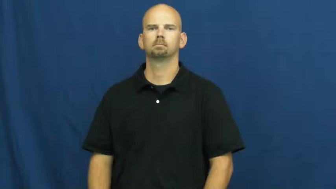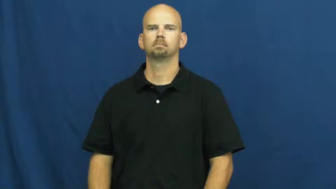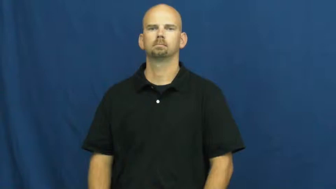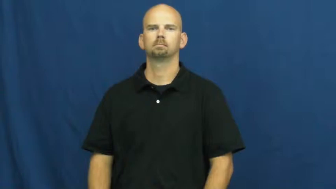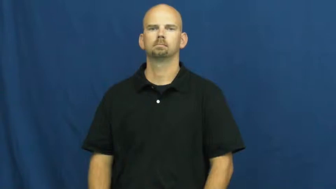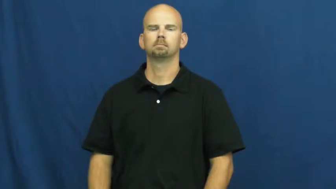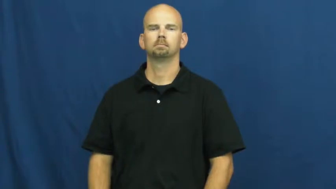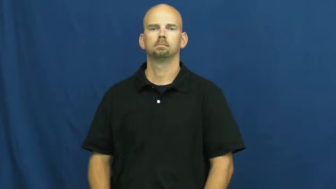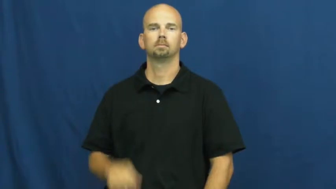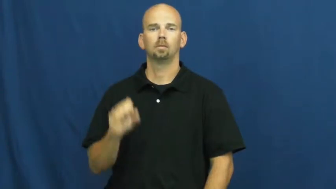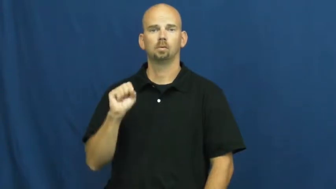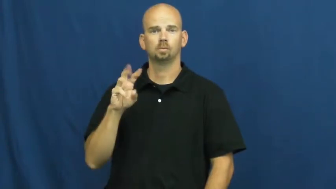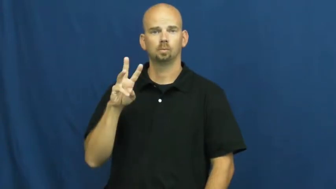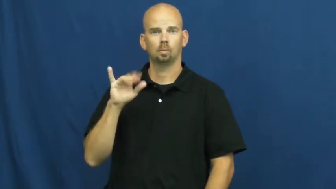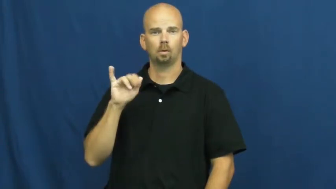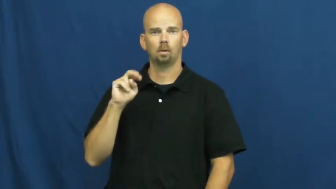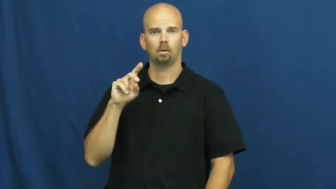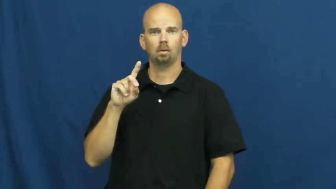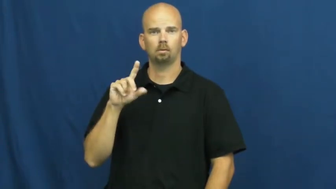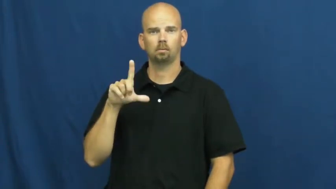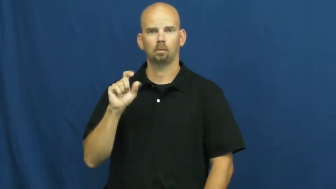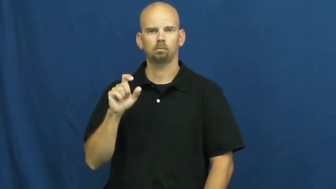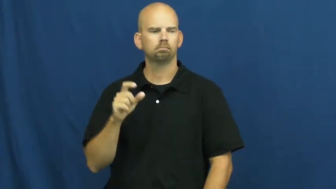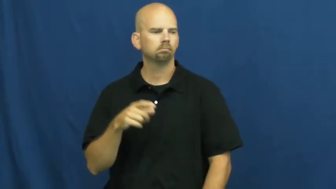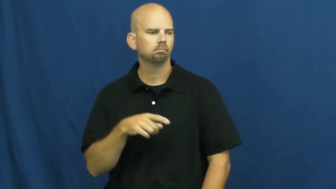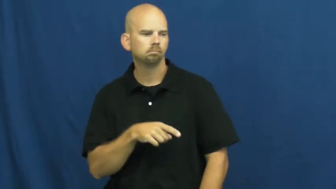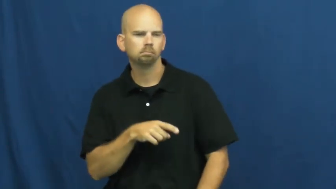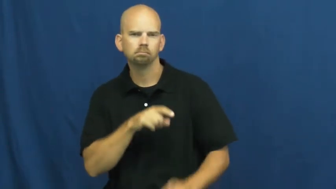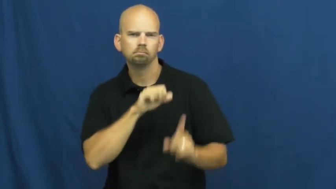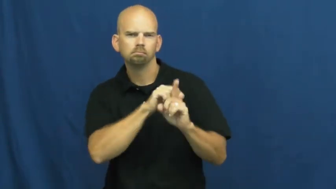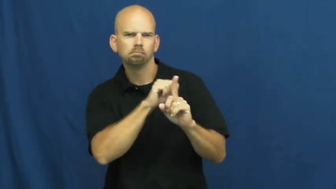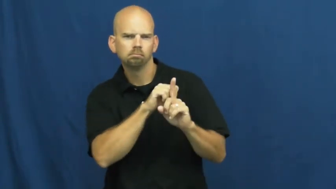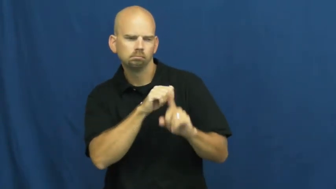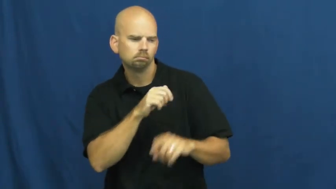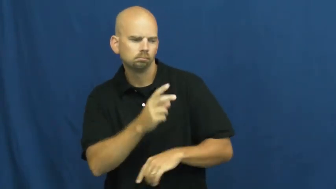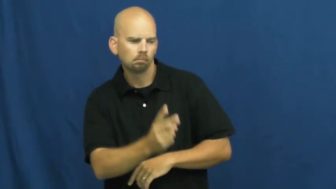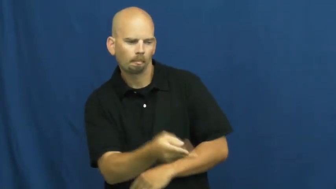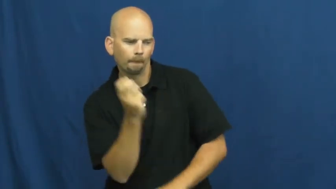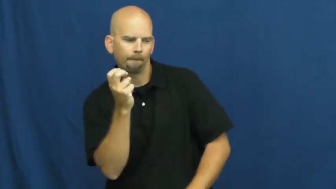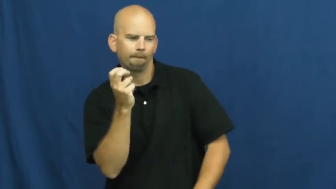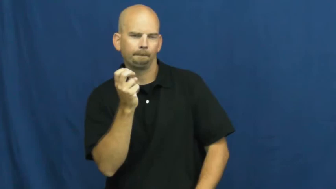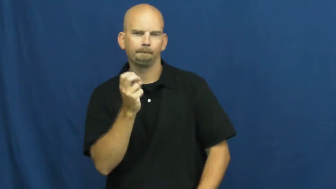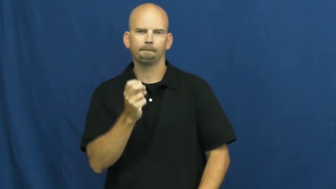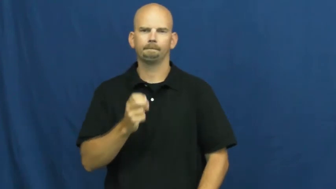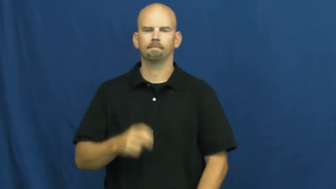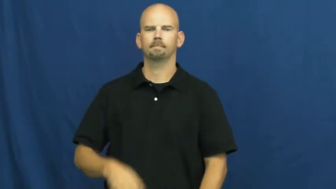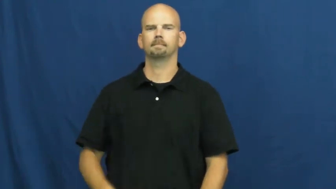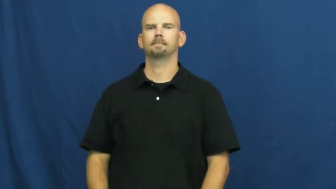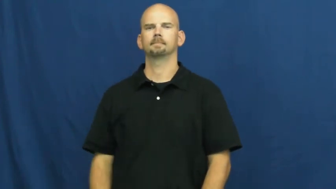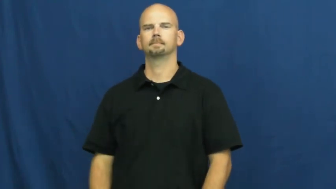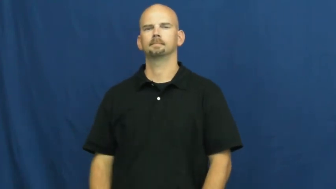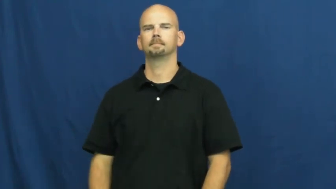swindle